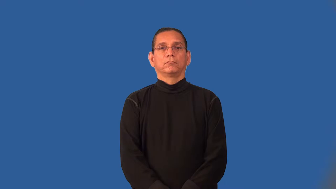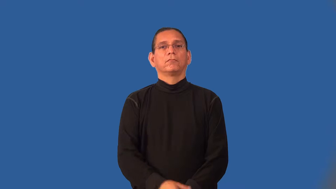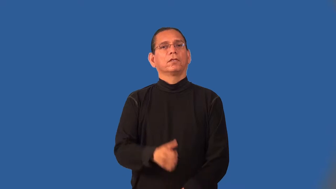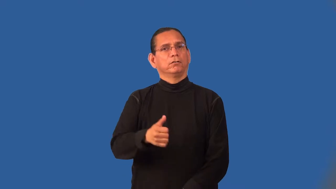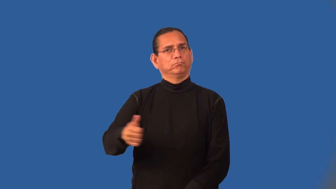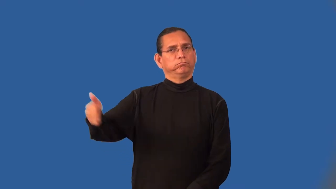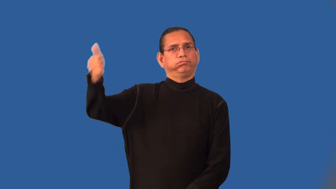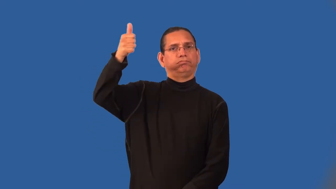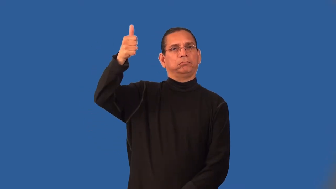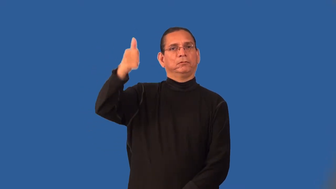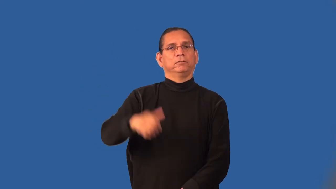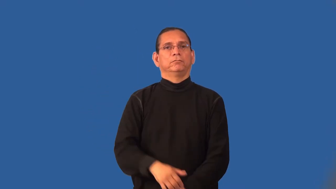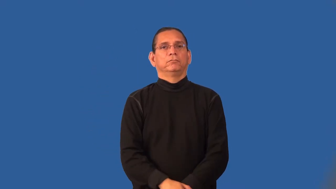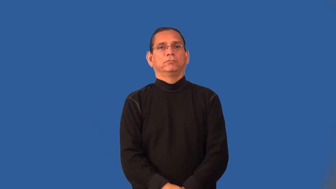magnate